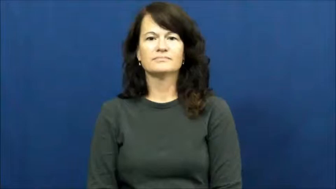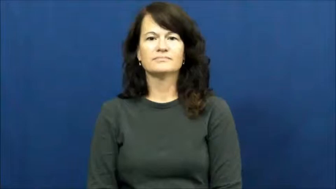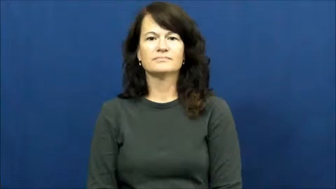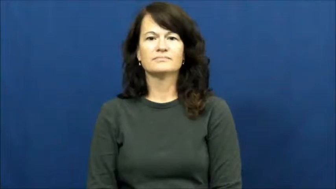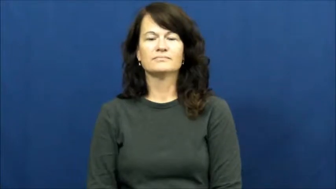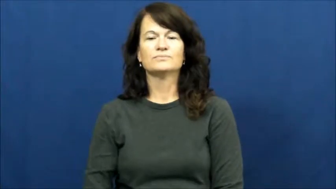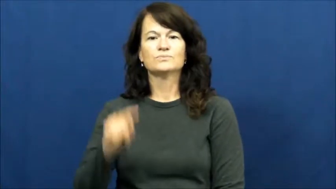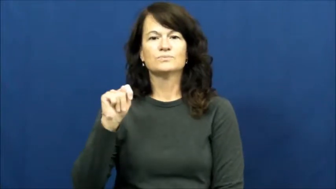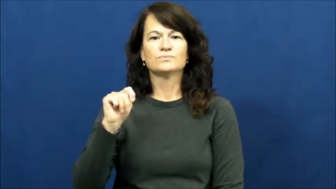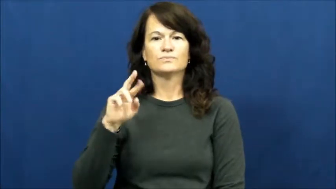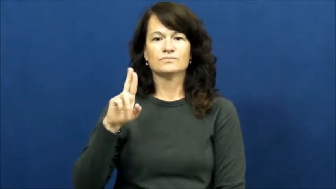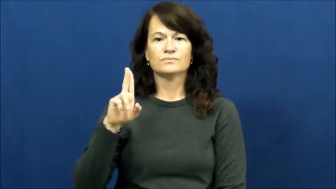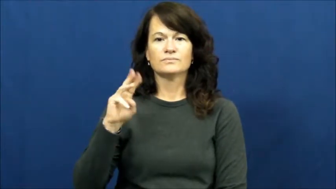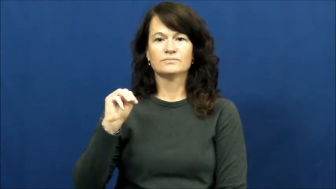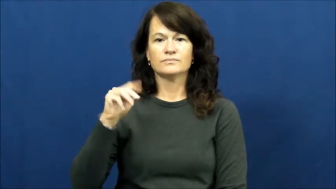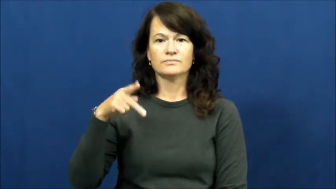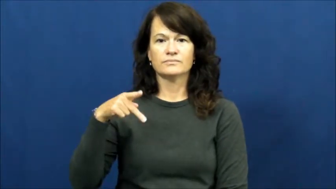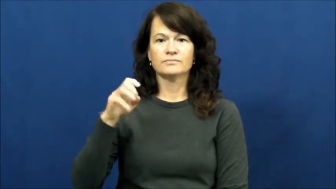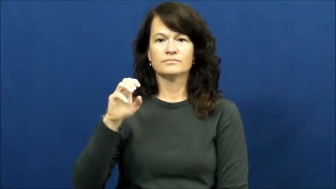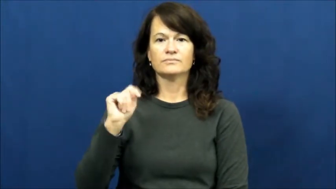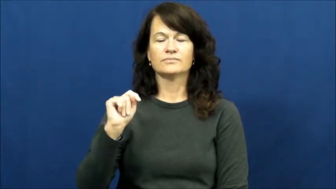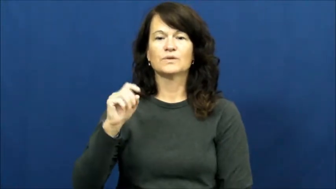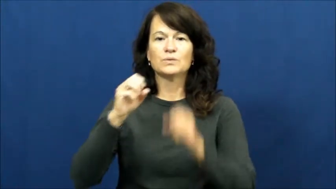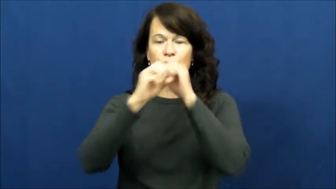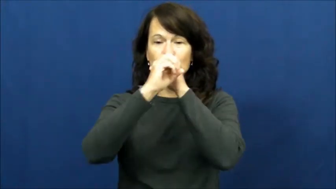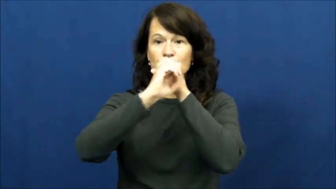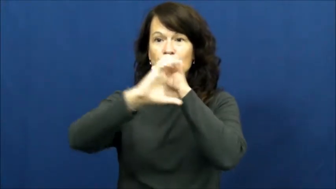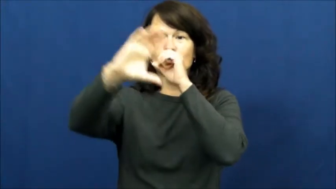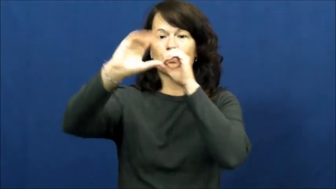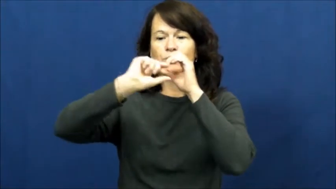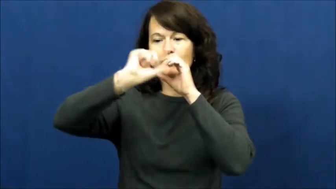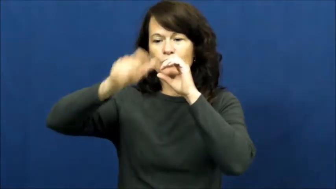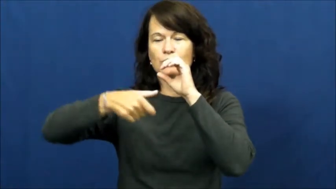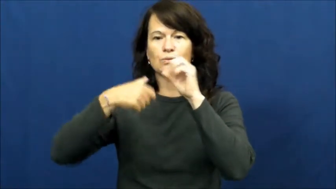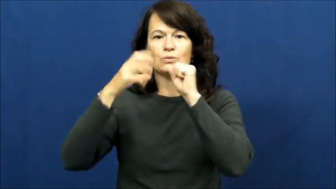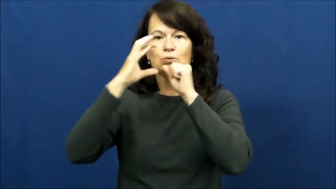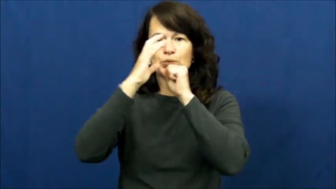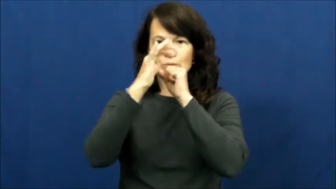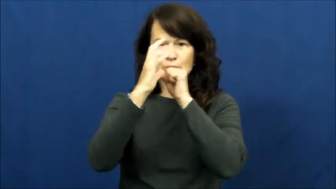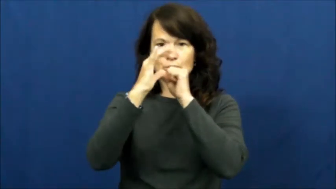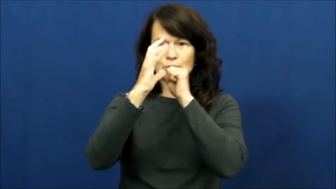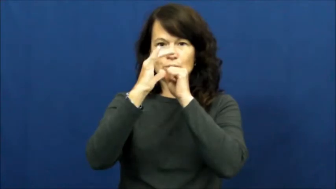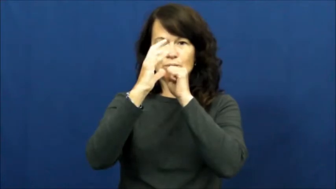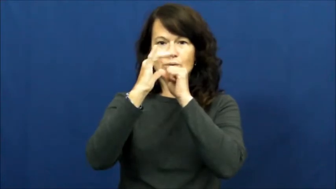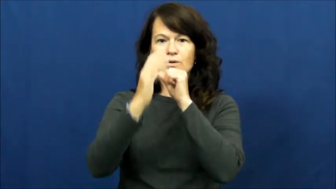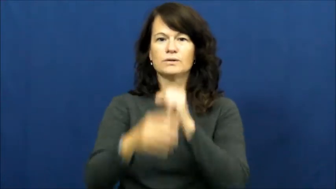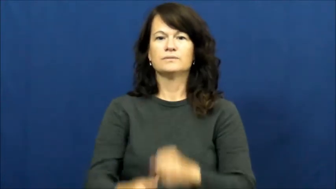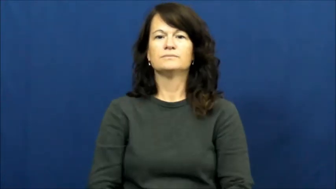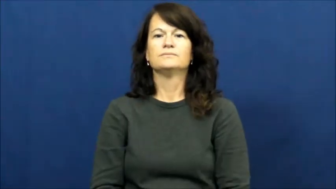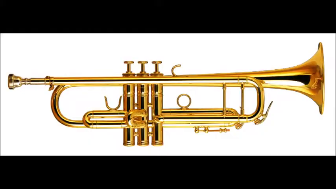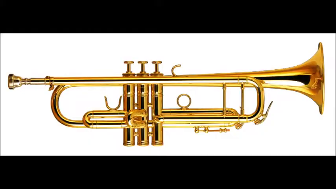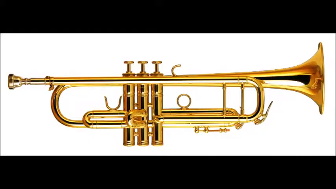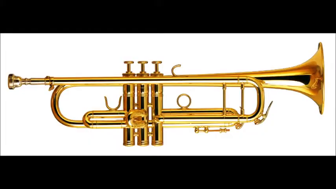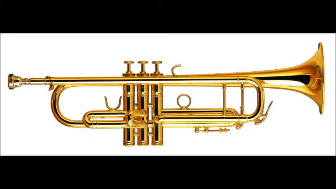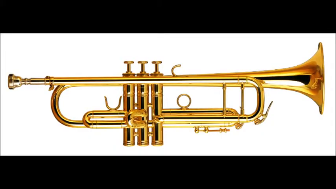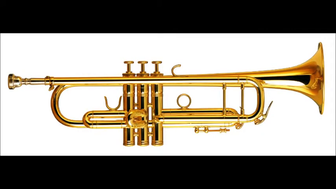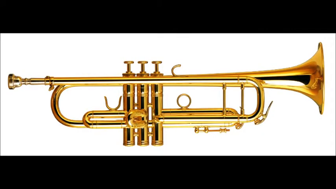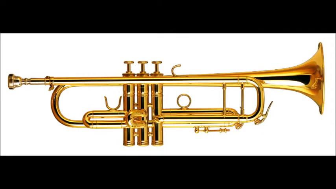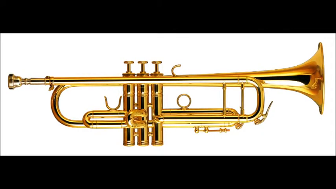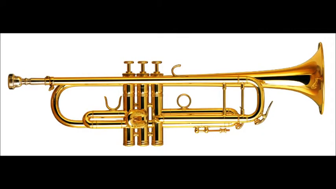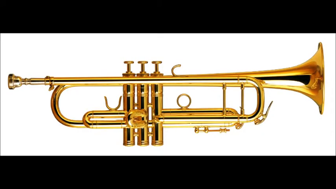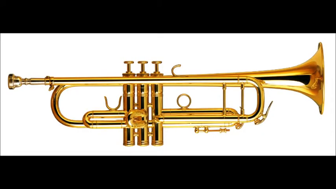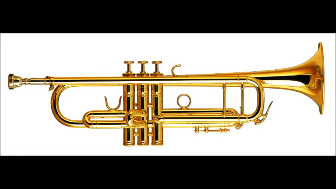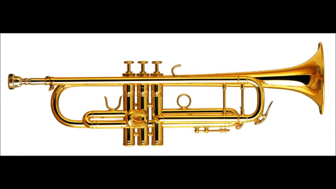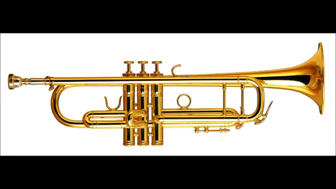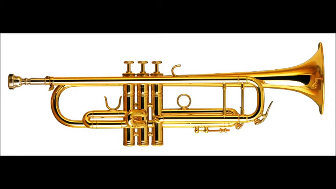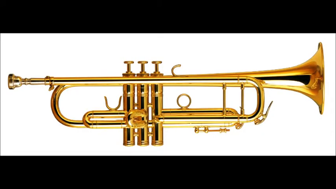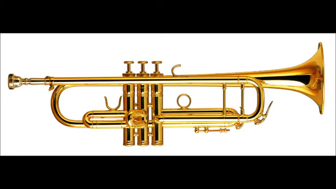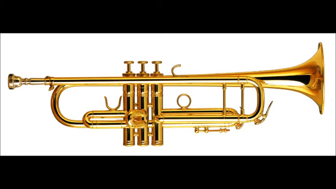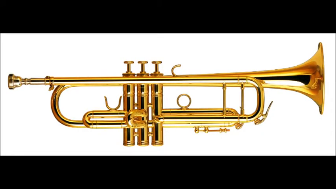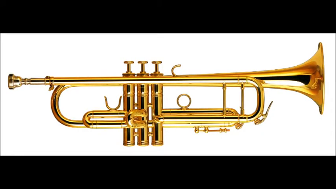trumpet